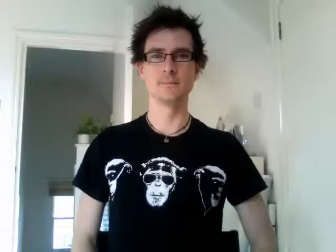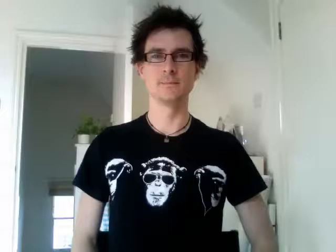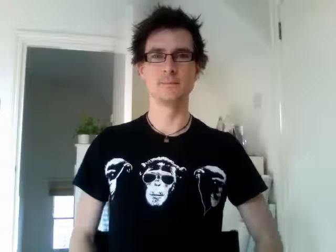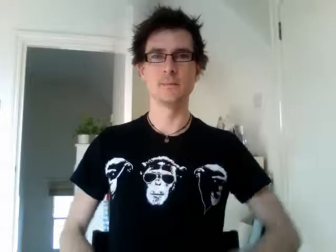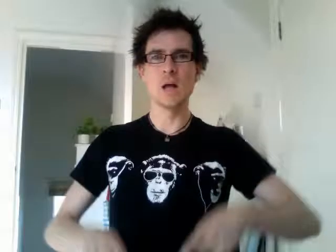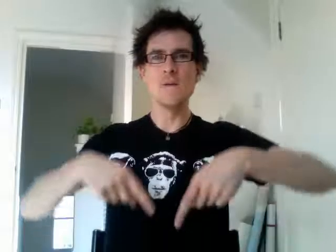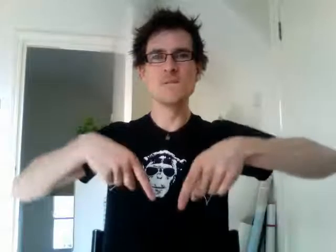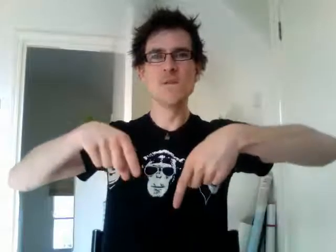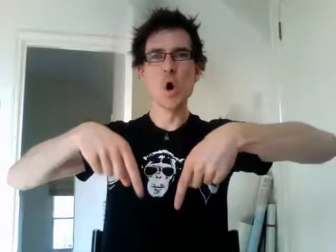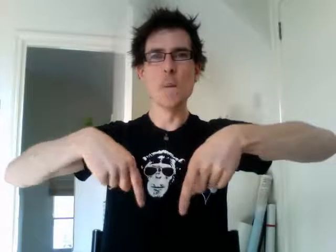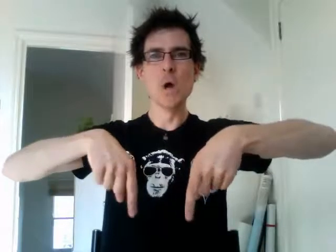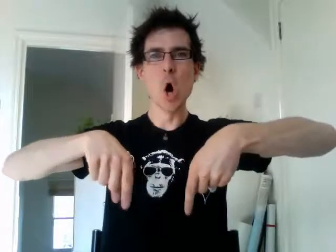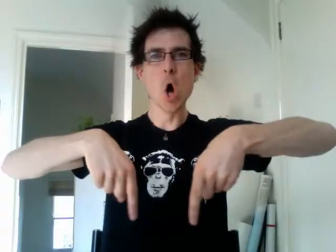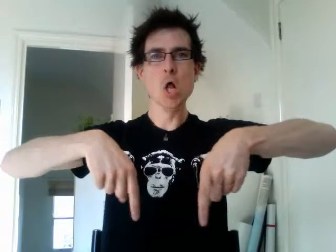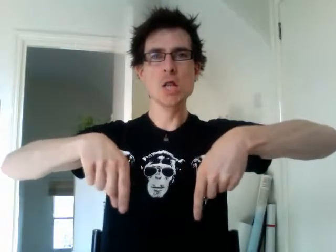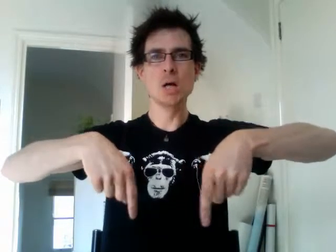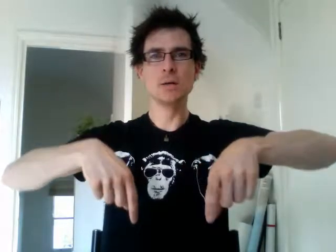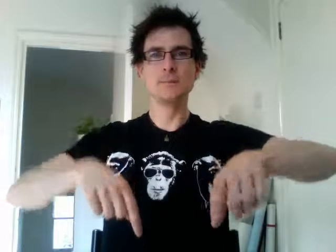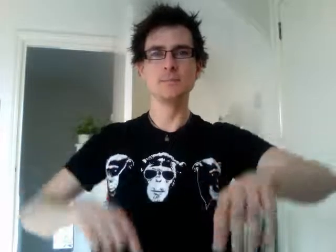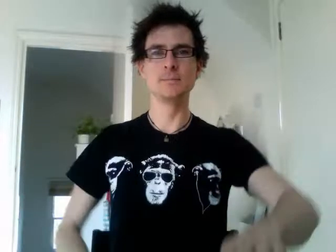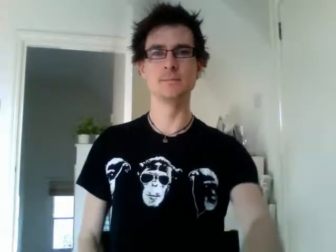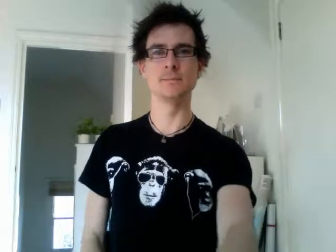football